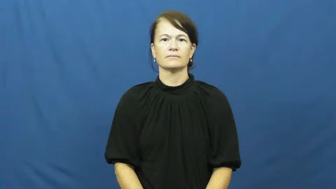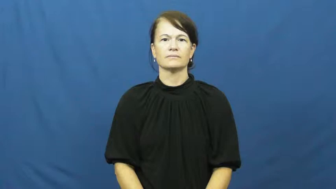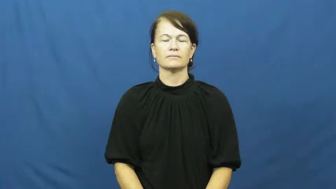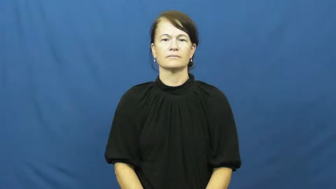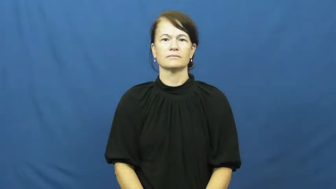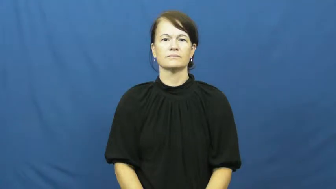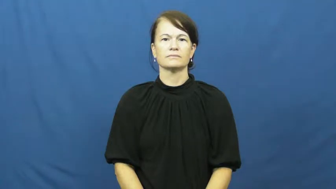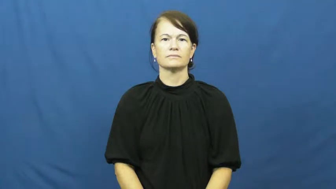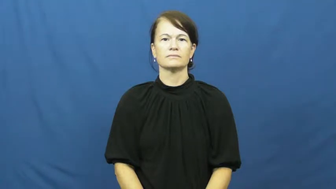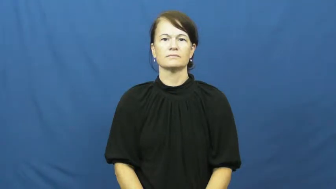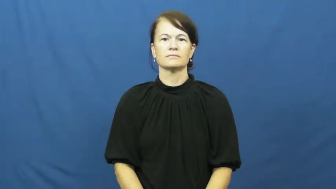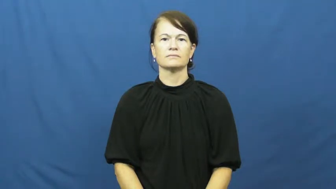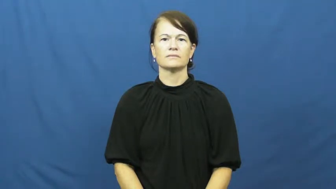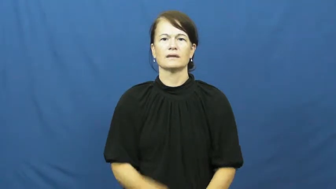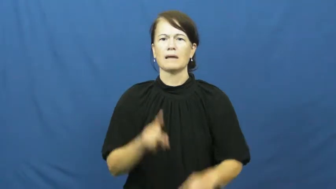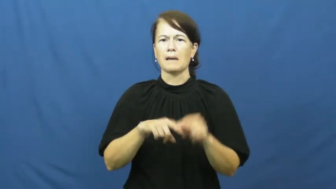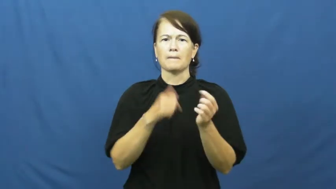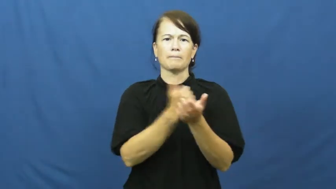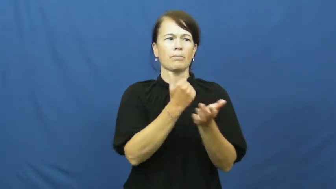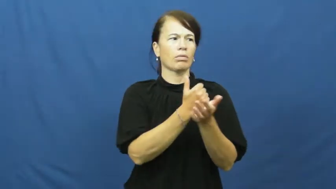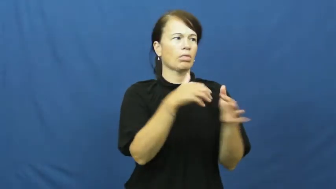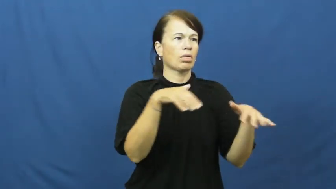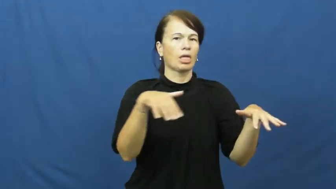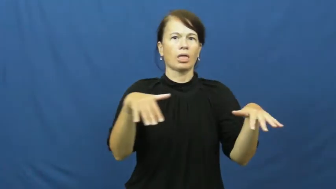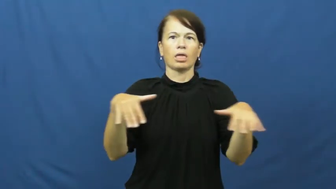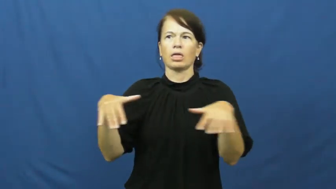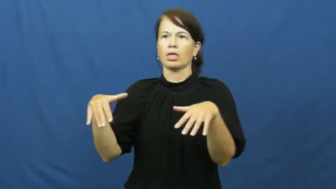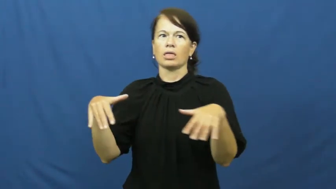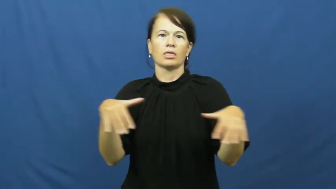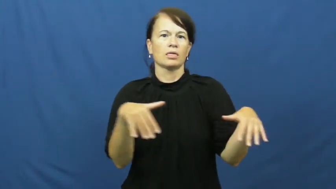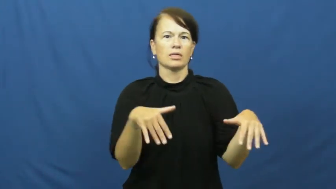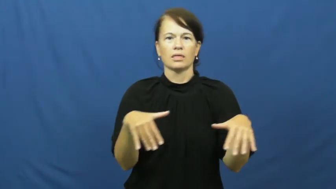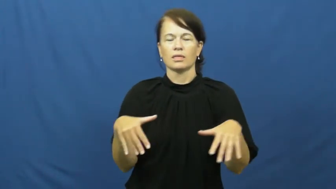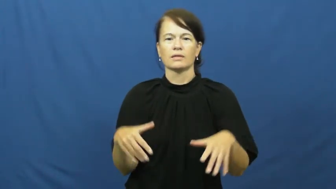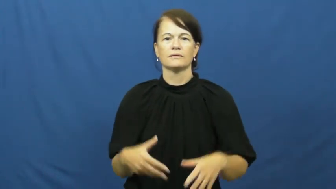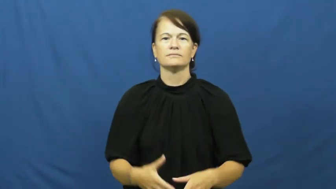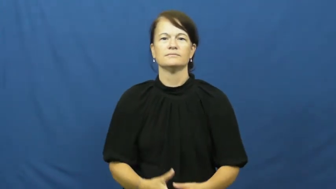helpless